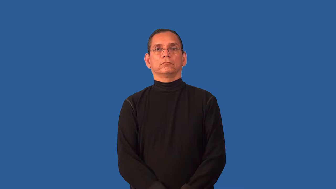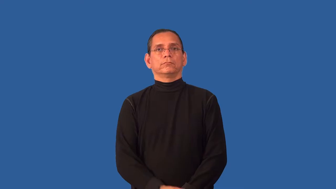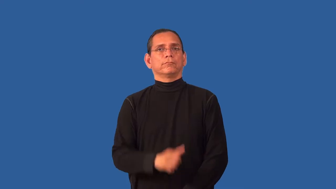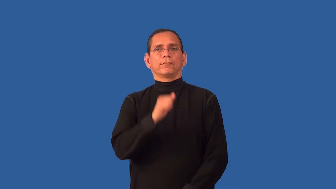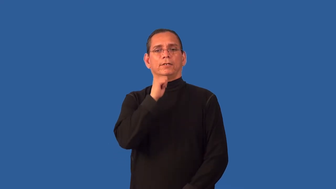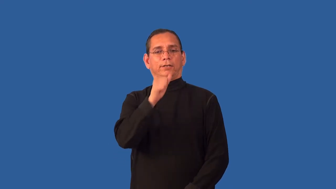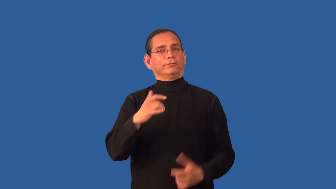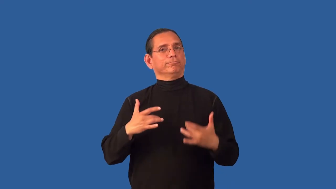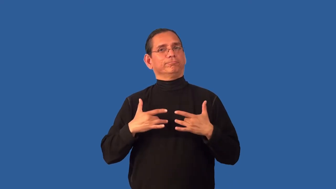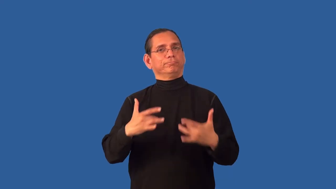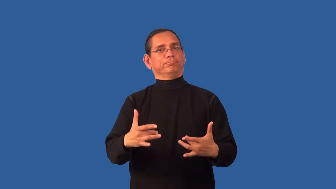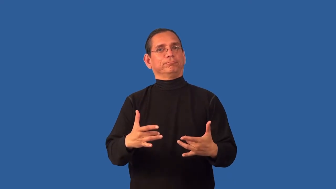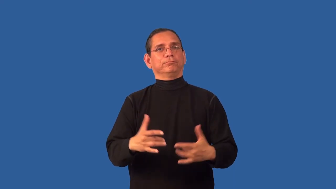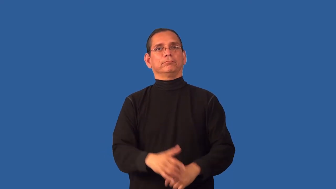untypical